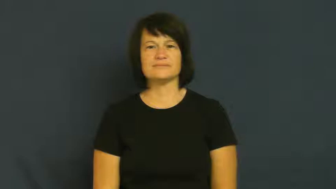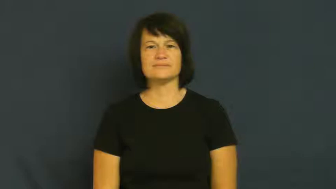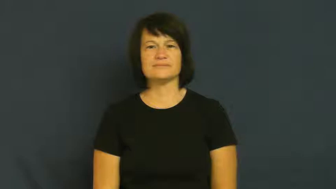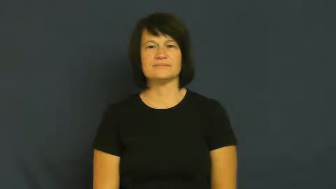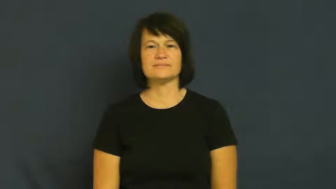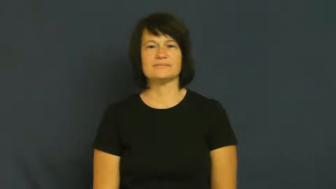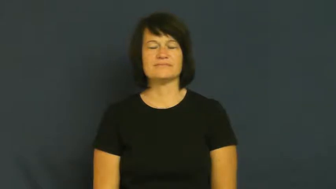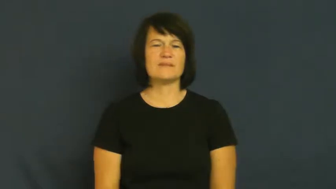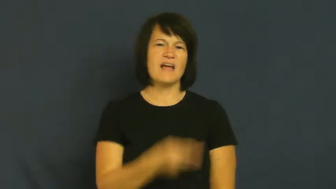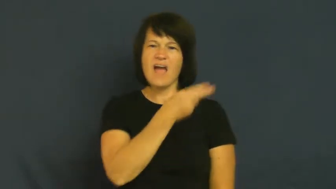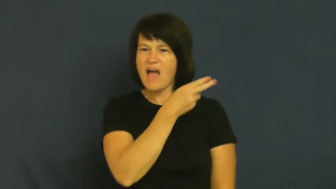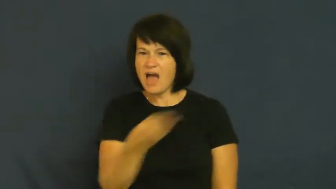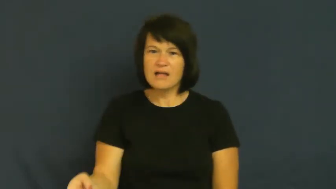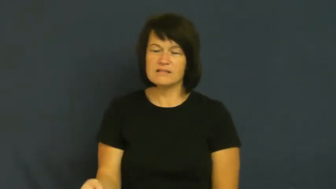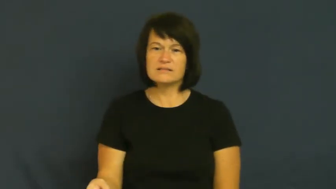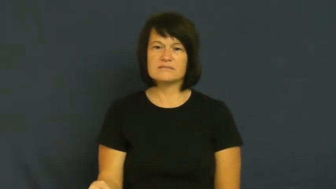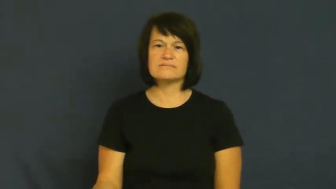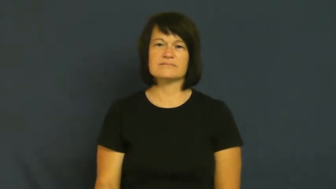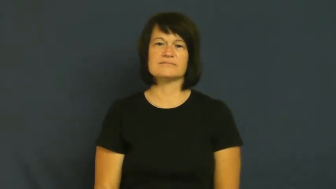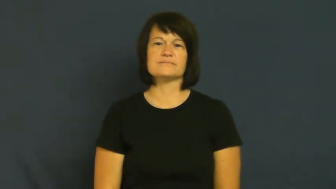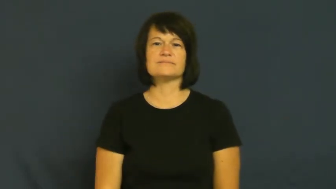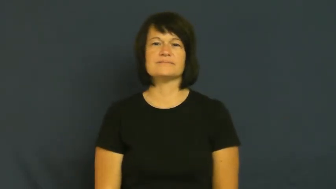hell,netherworld,damnation,hades